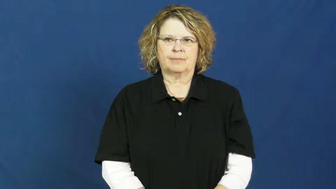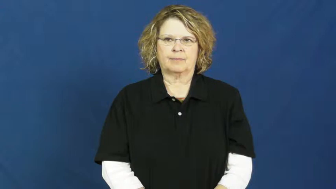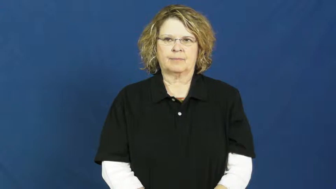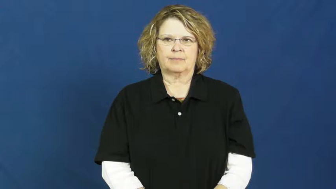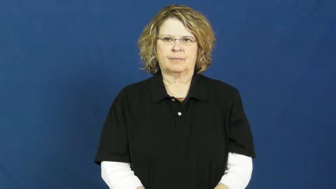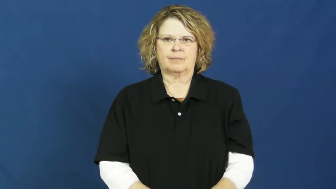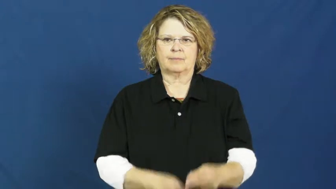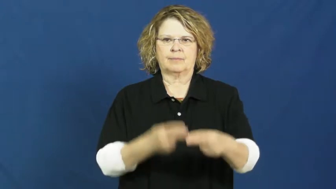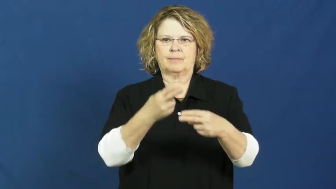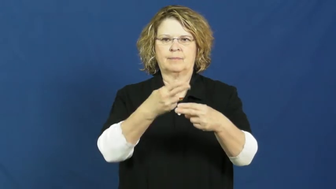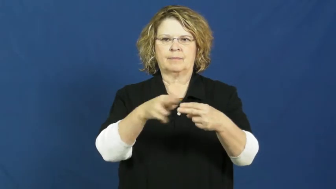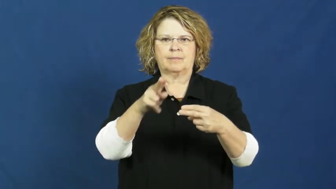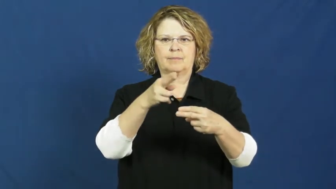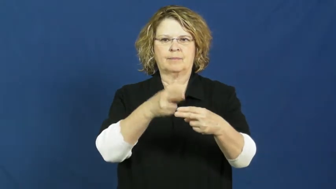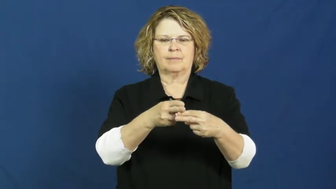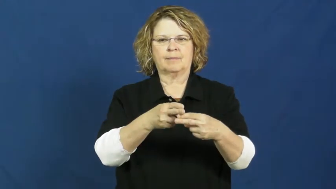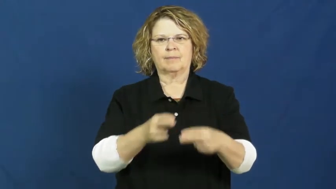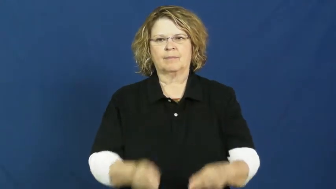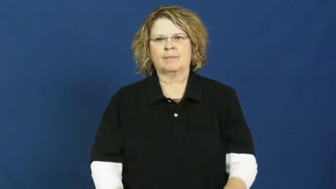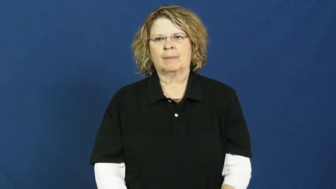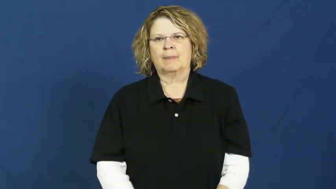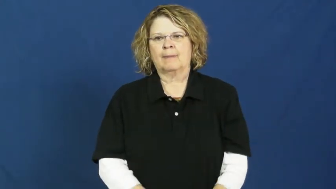nickname,moniker,cognomen,sobriquet